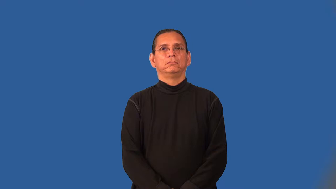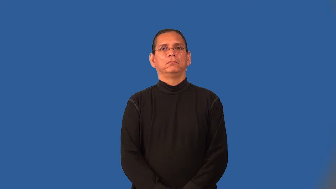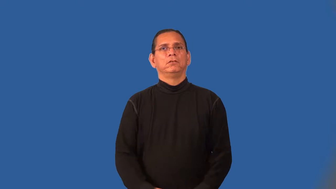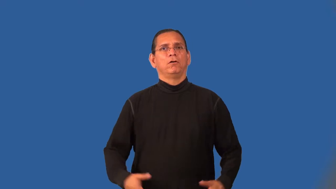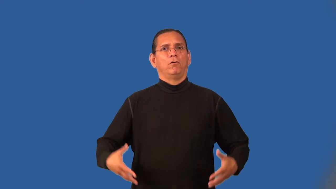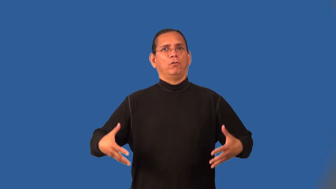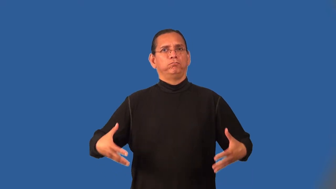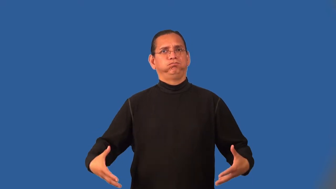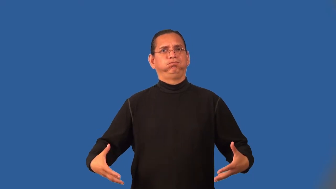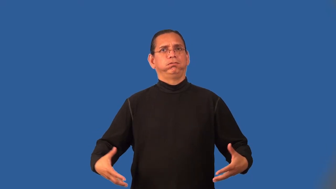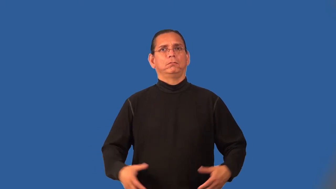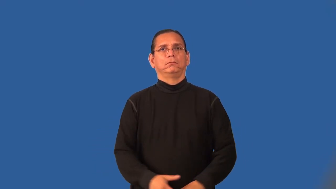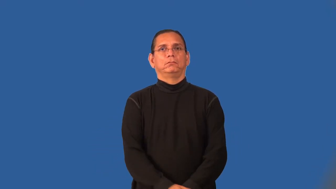overweight